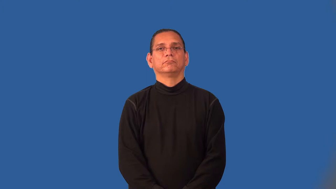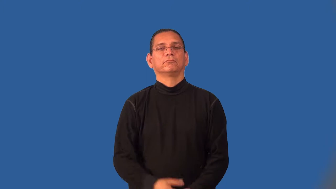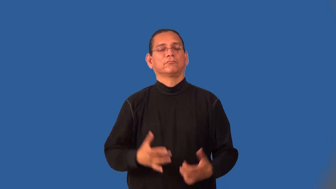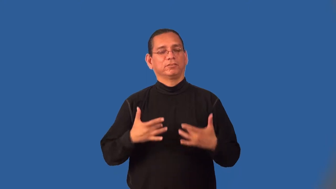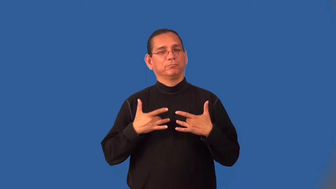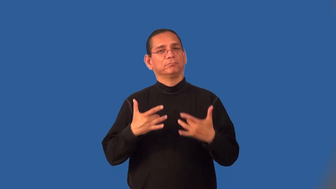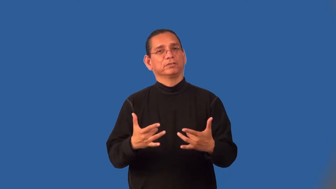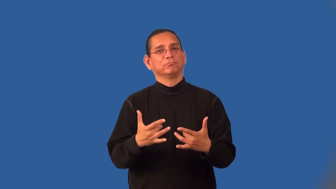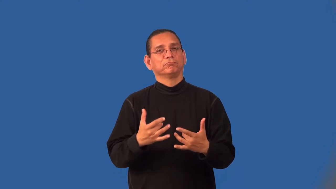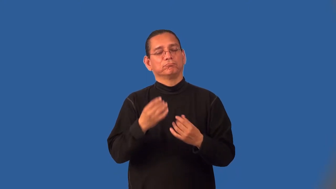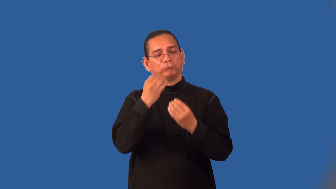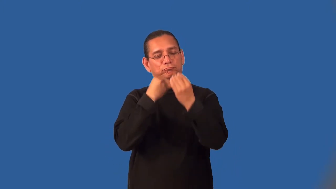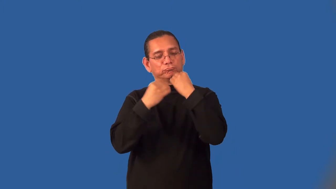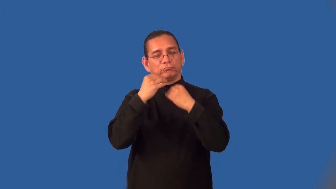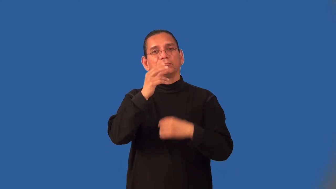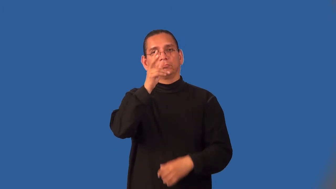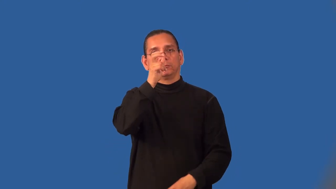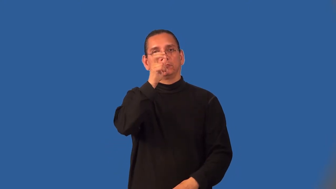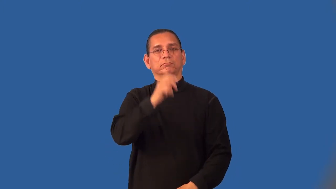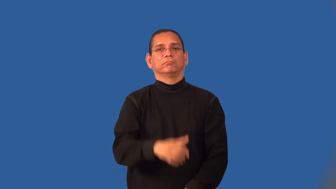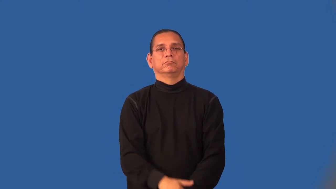insectivore